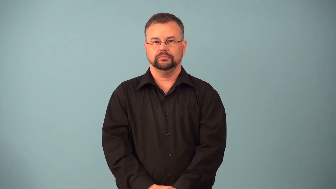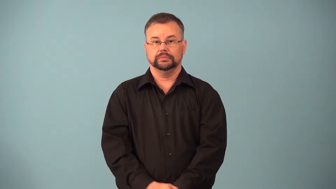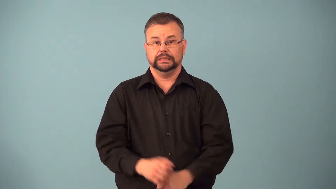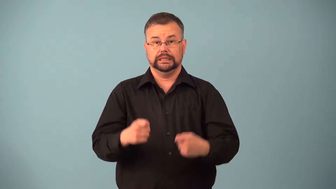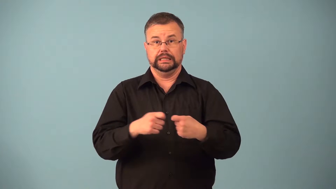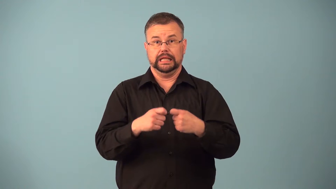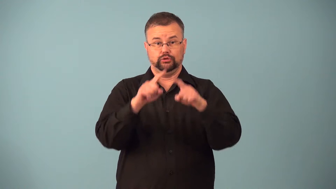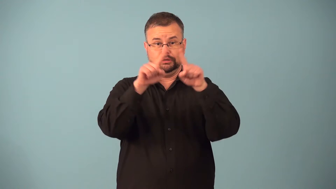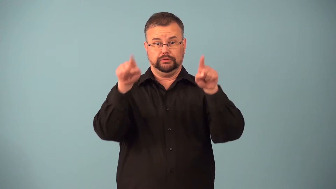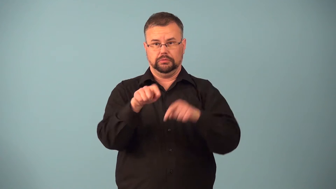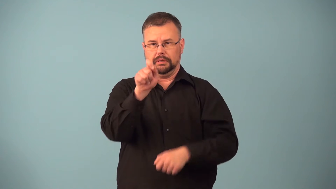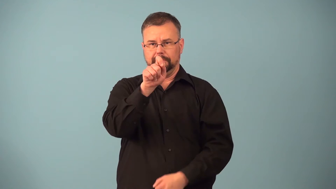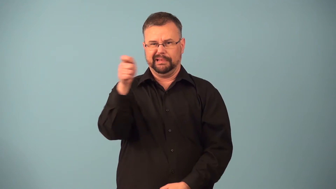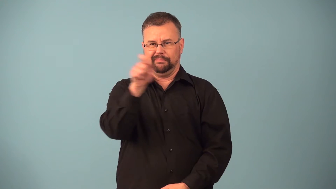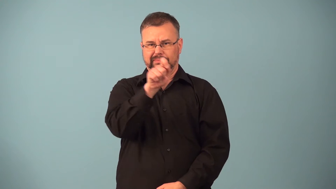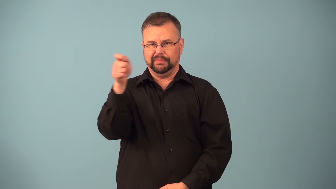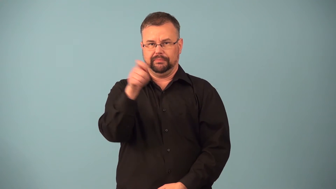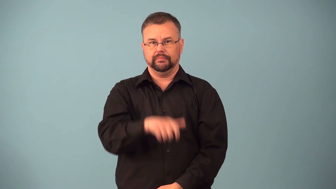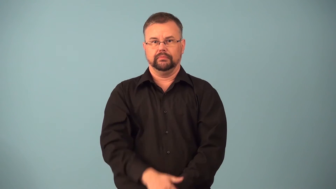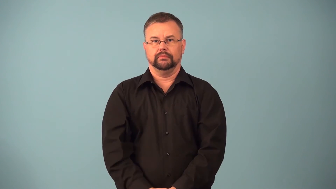breaker-circuit